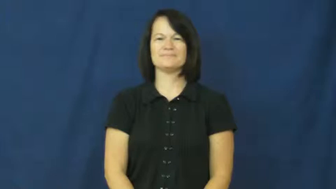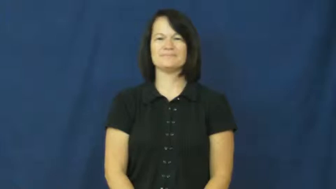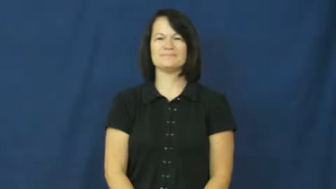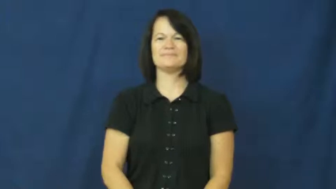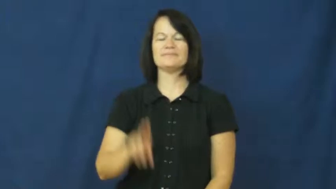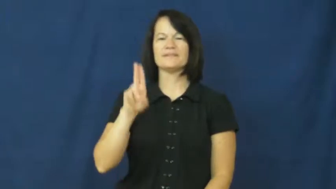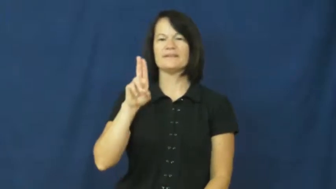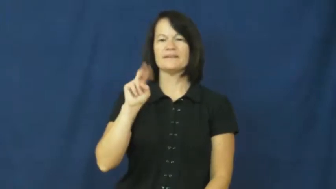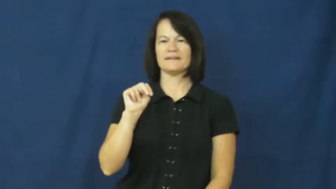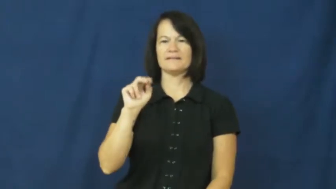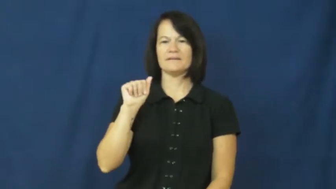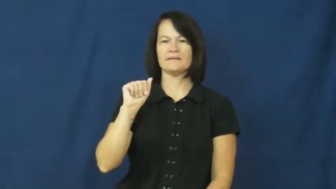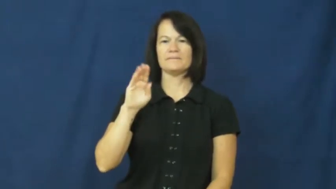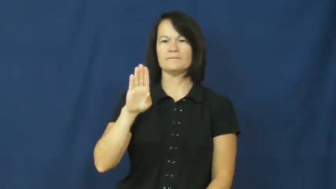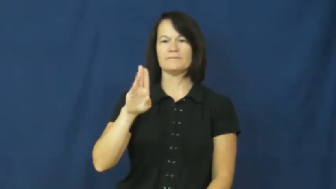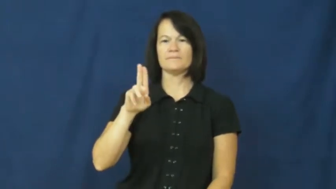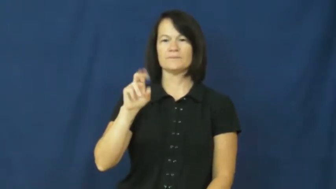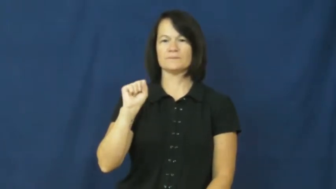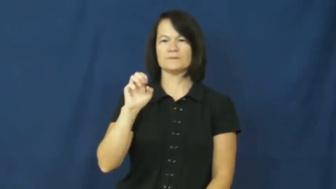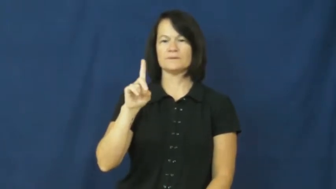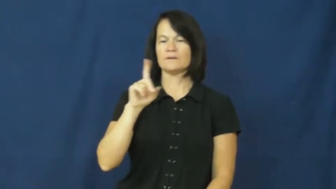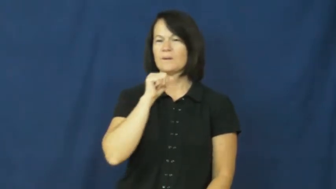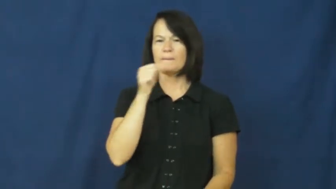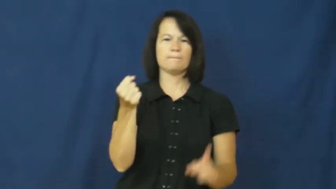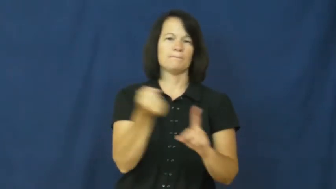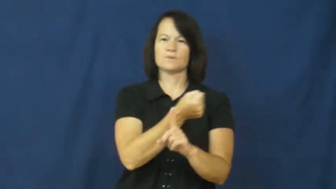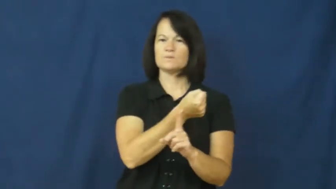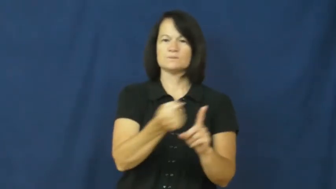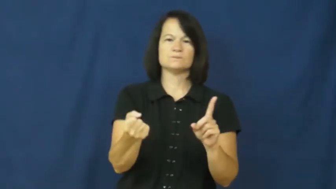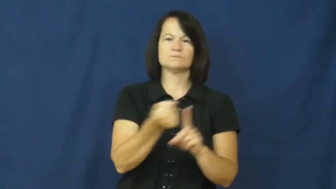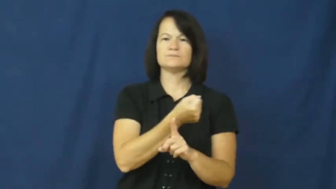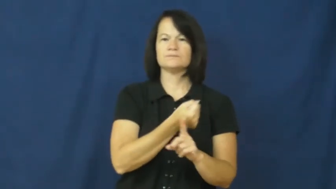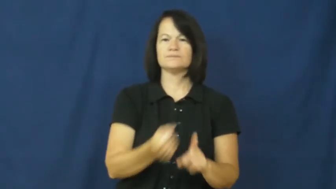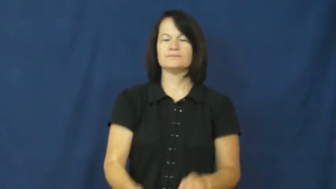unabused